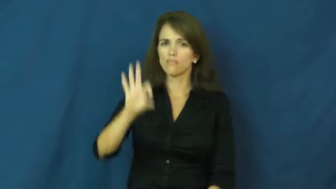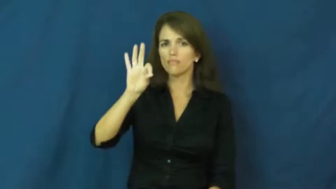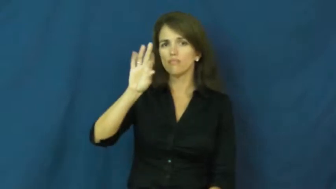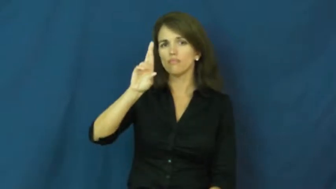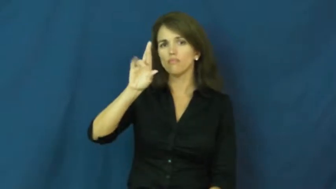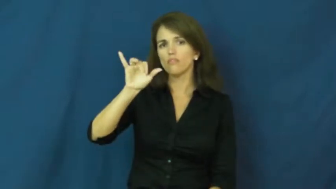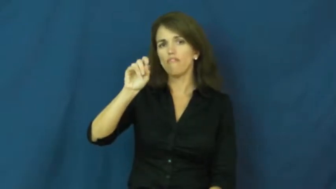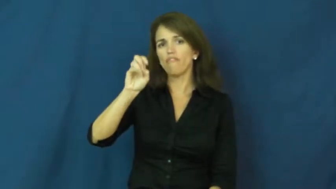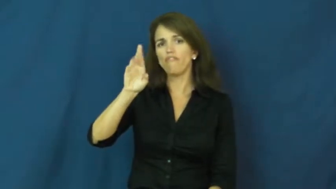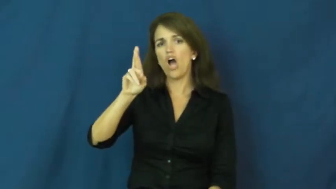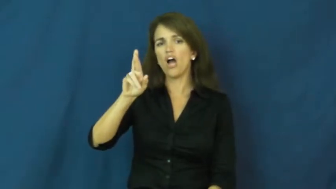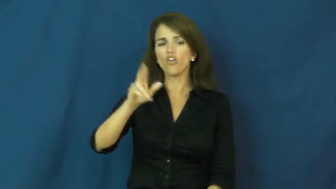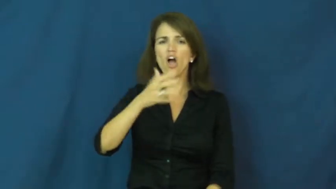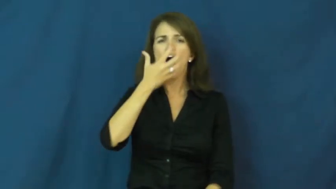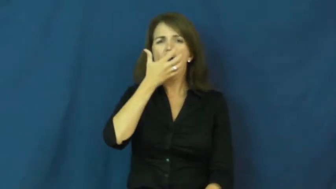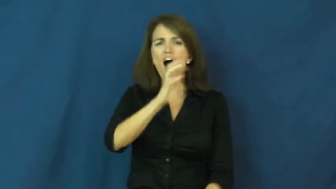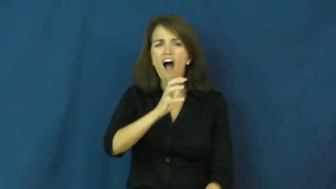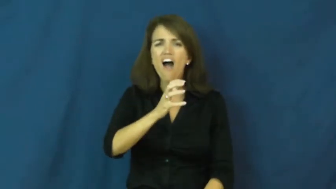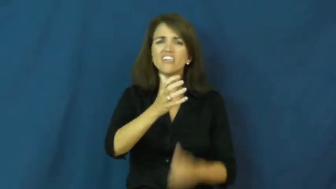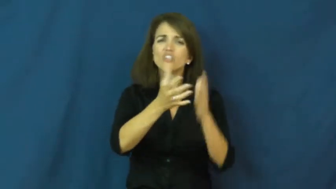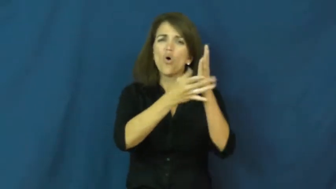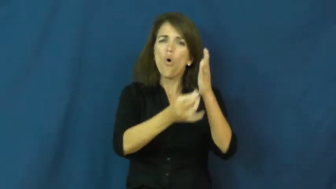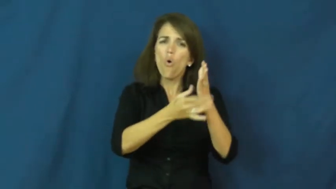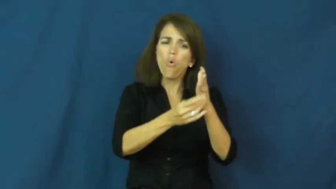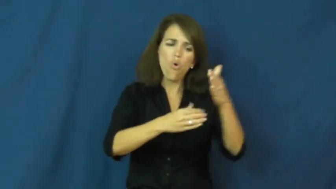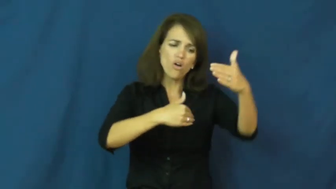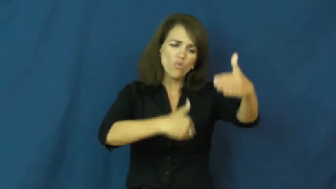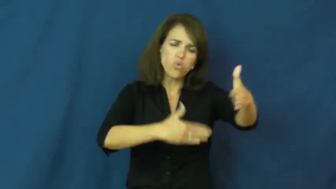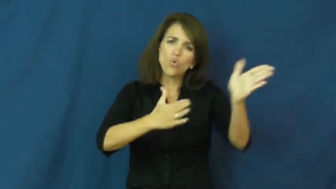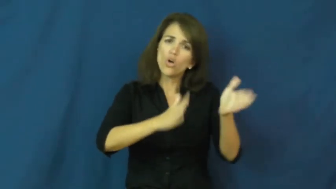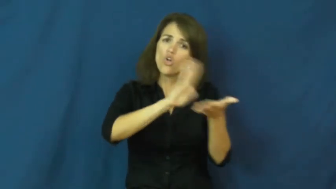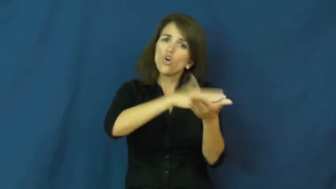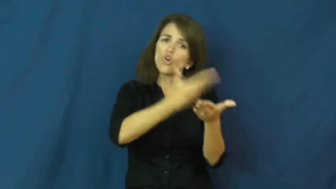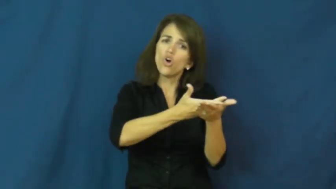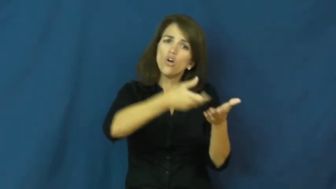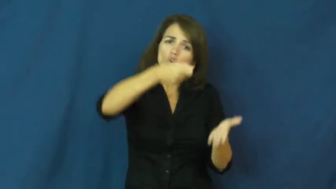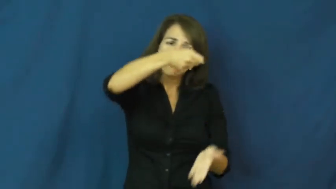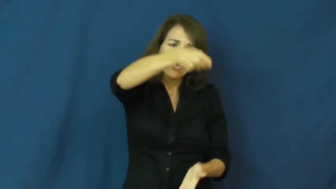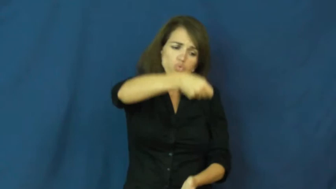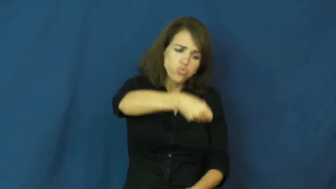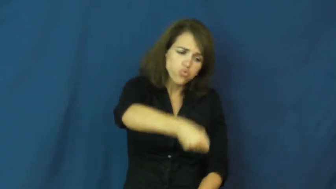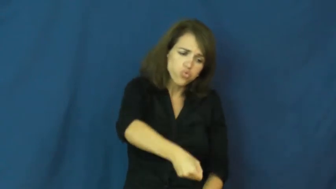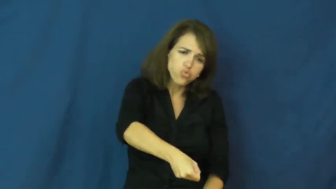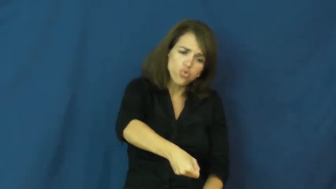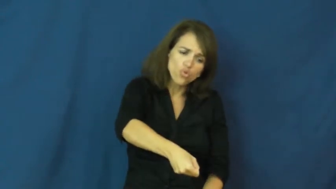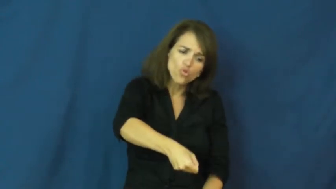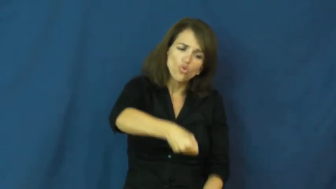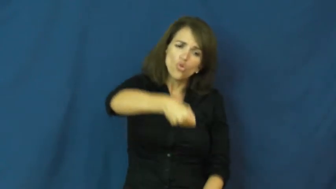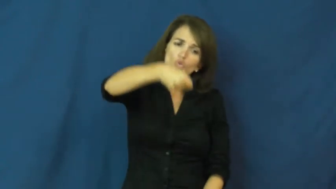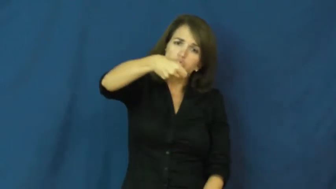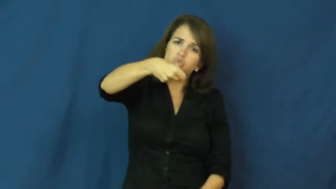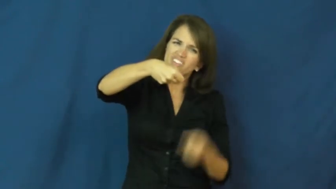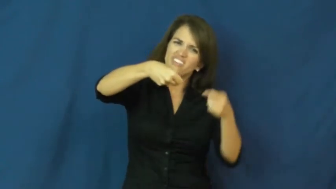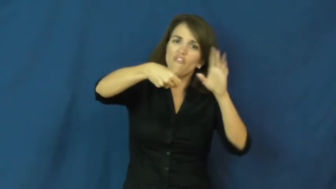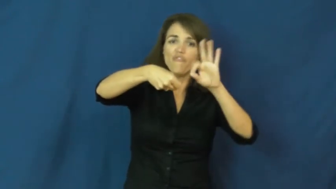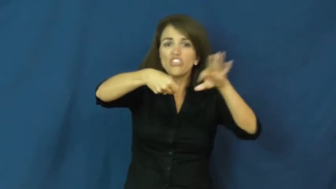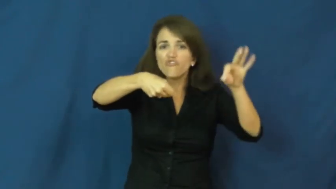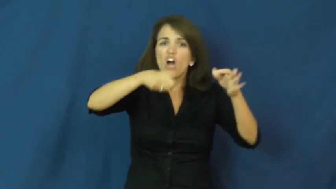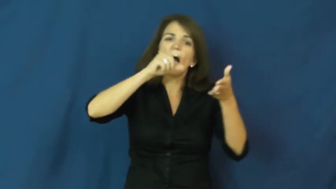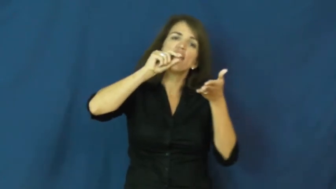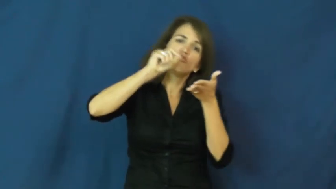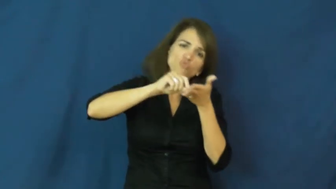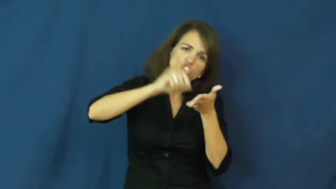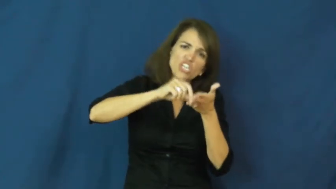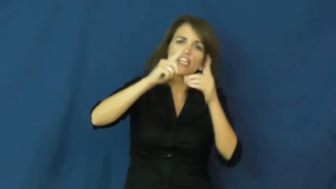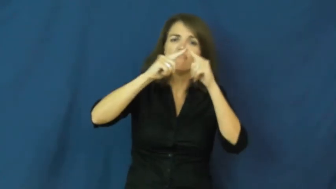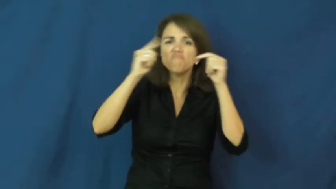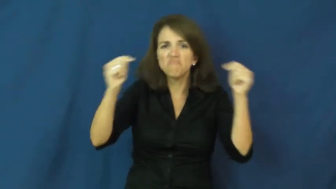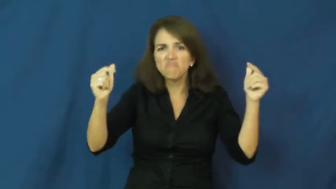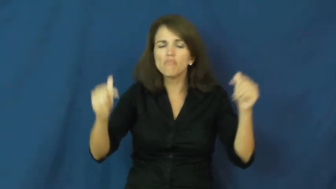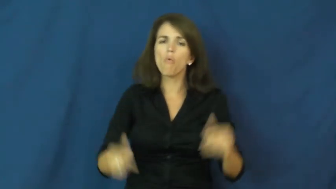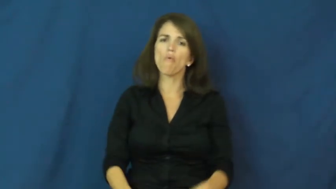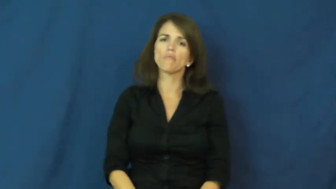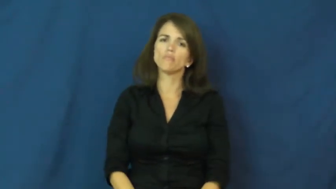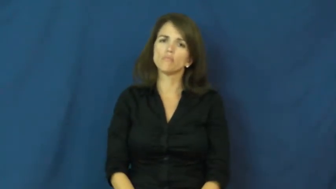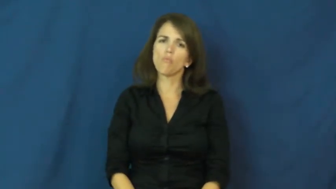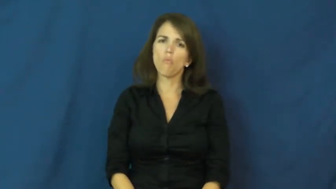fryer